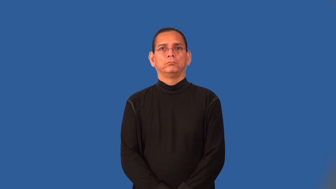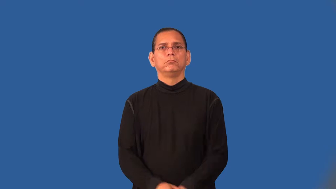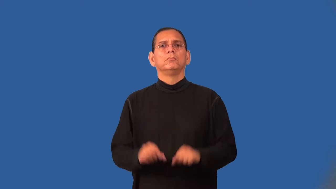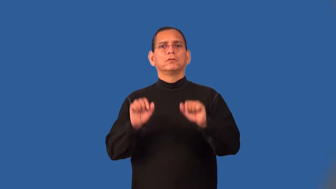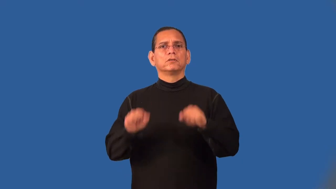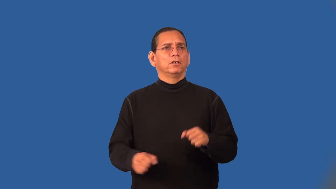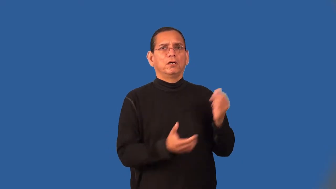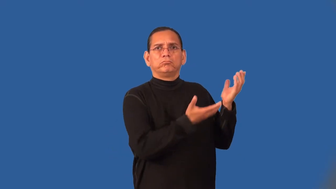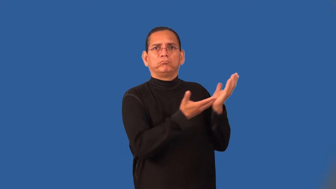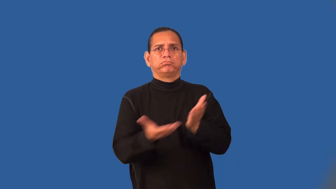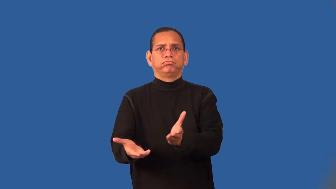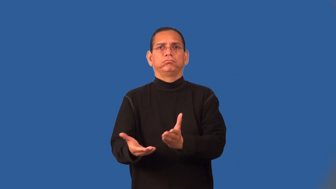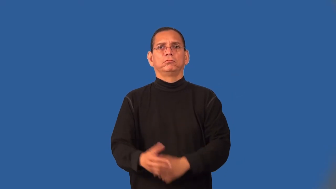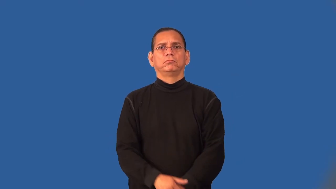transportable